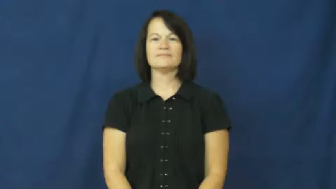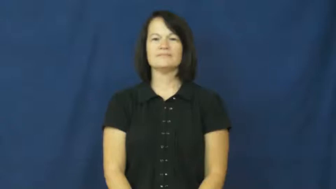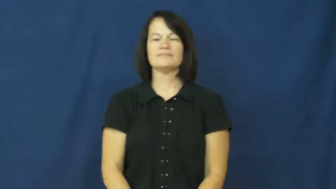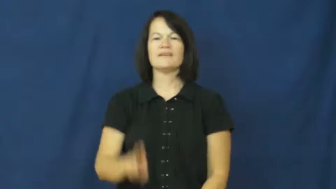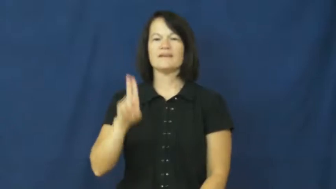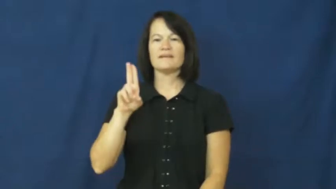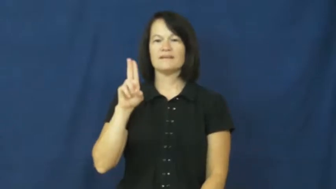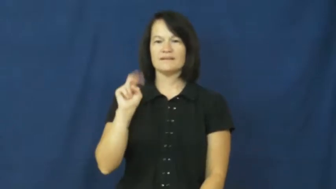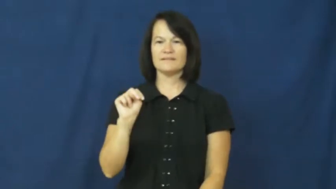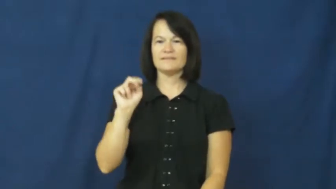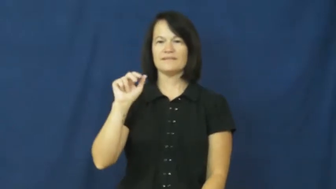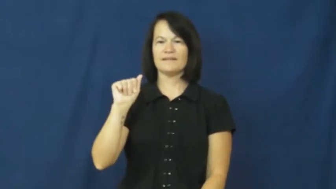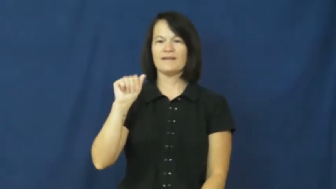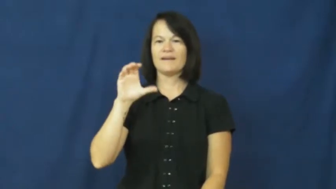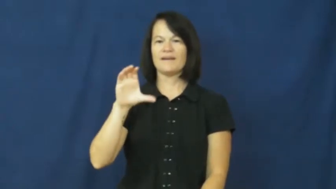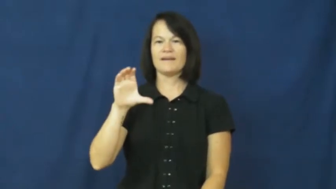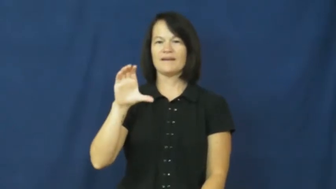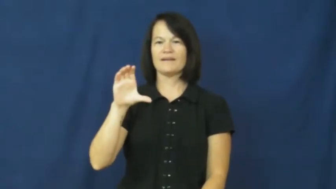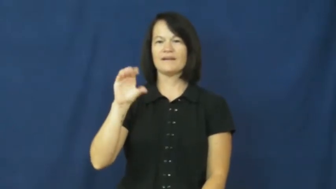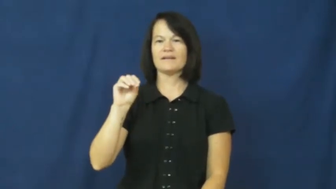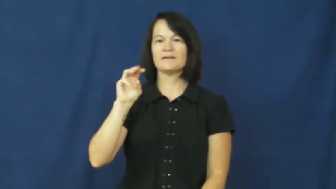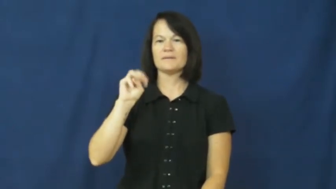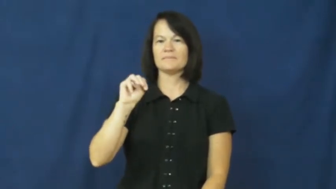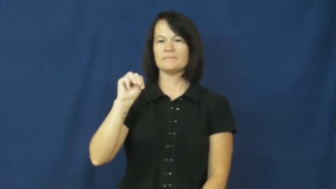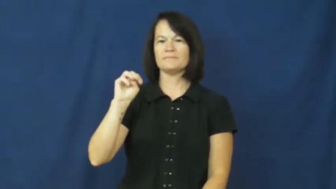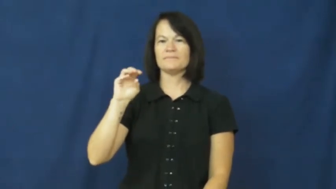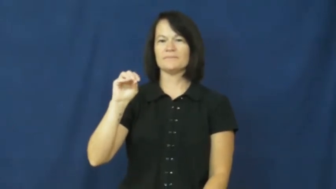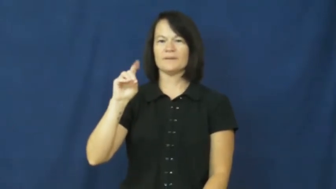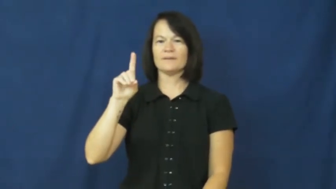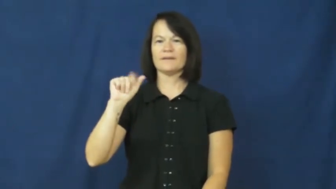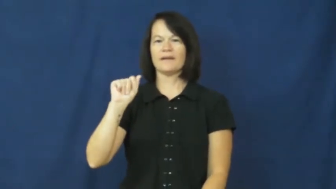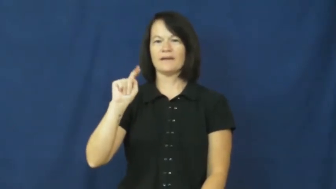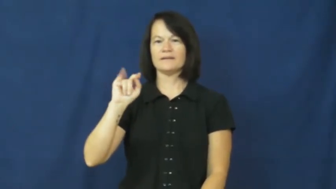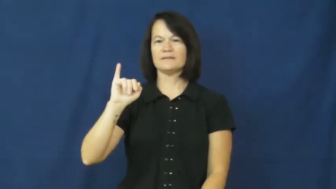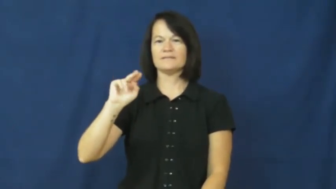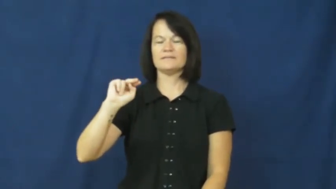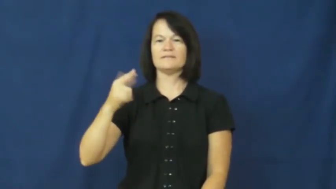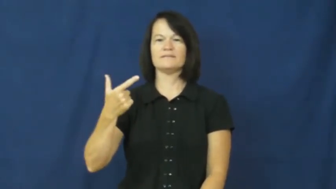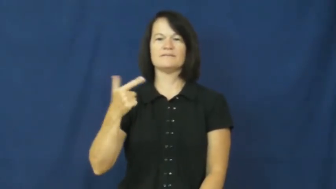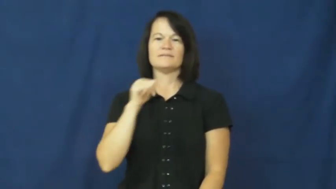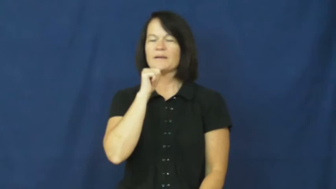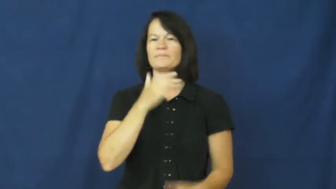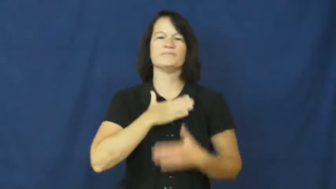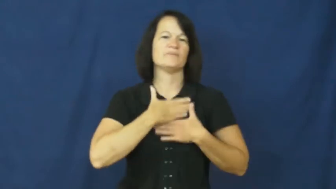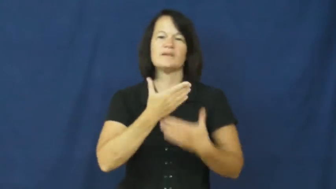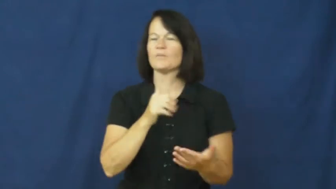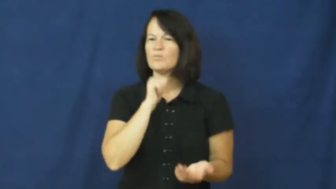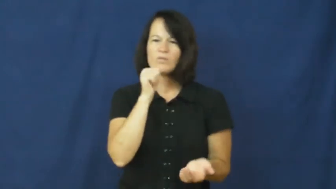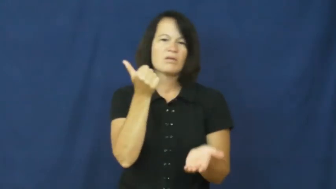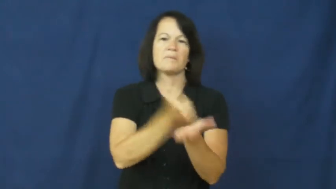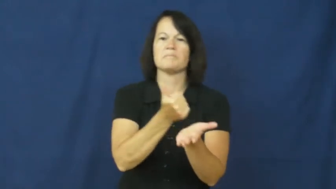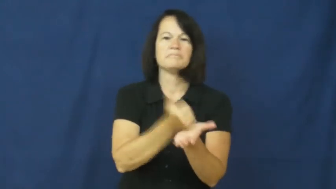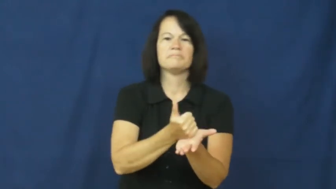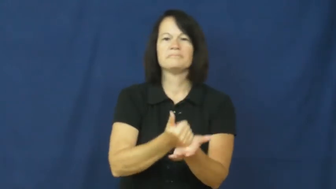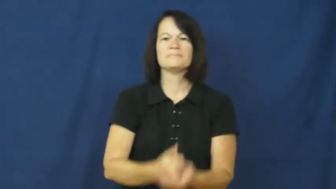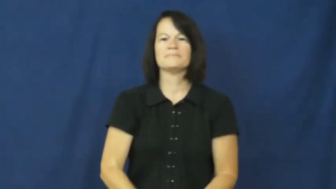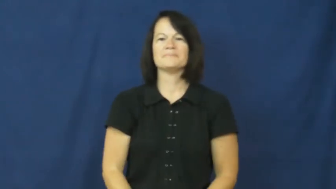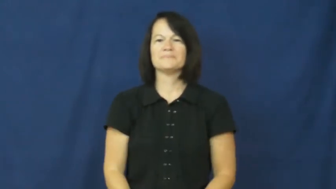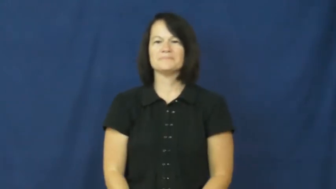unaccommodating